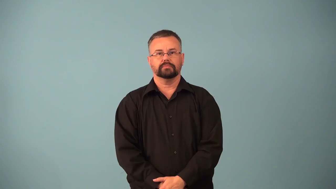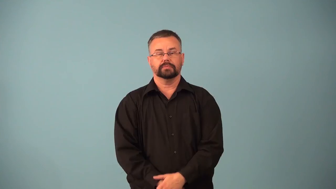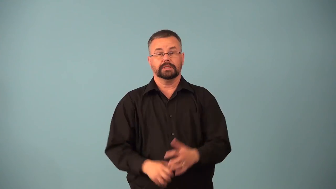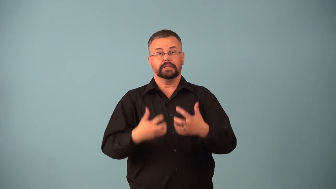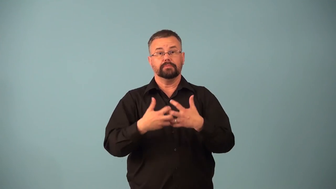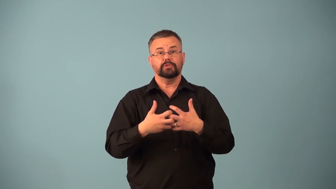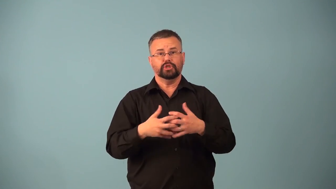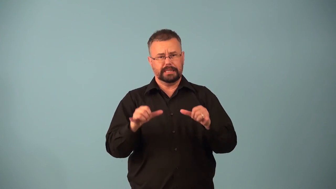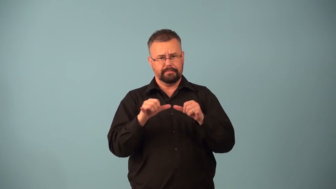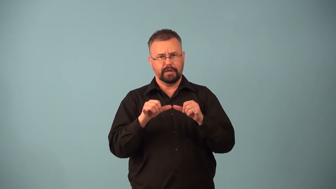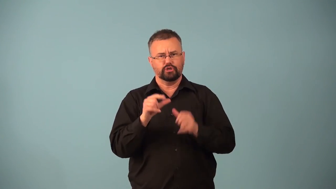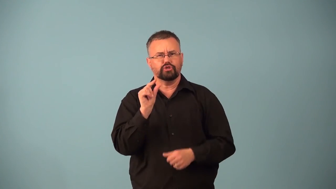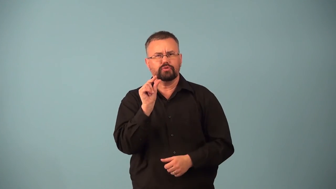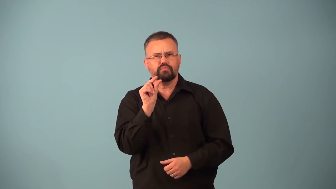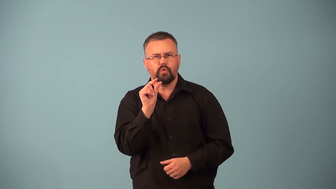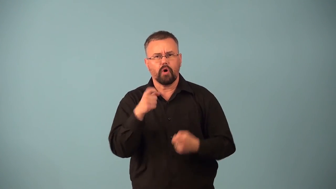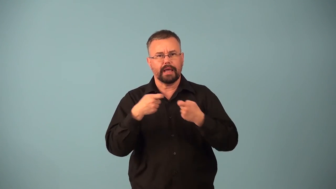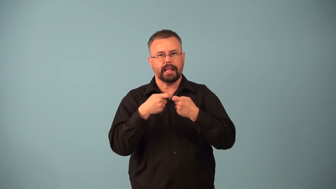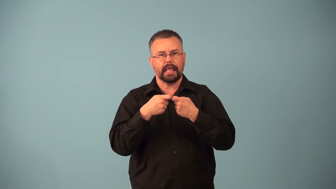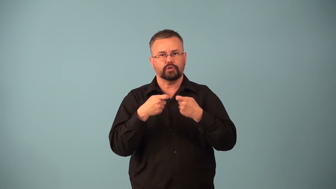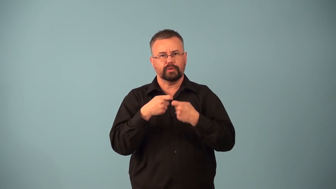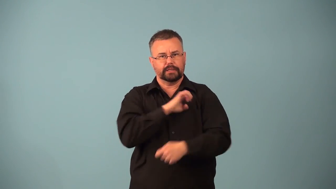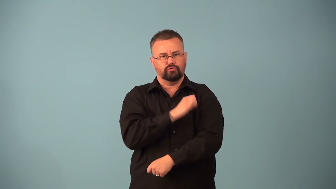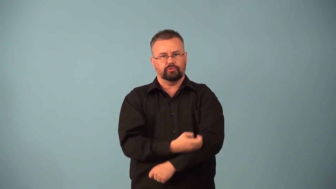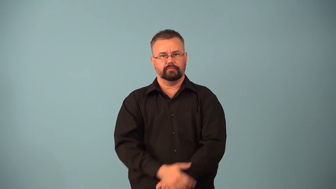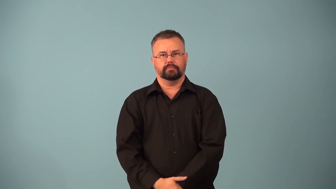galvanometer